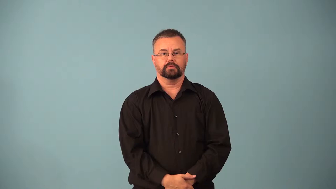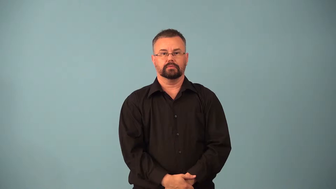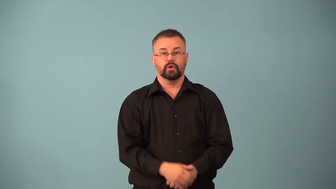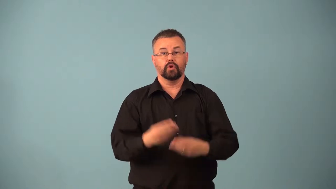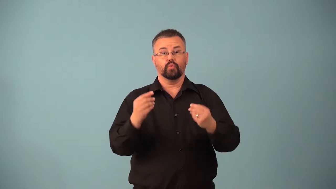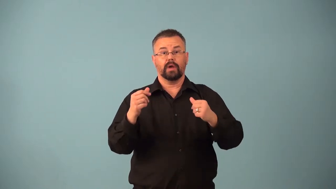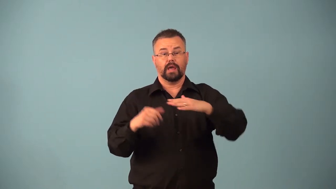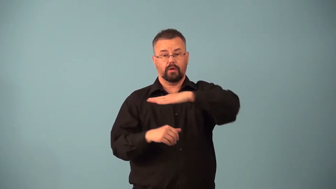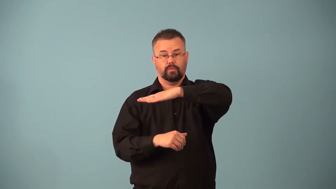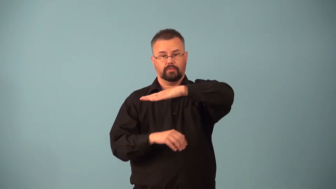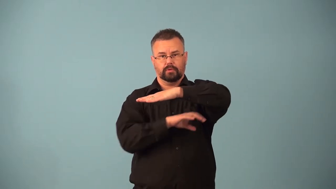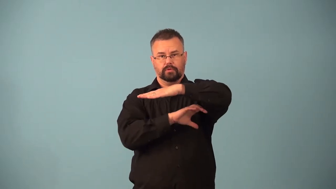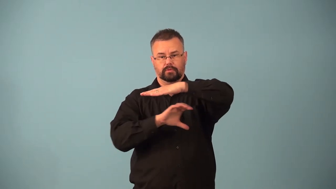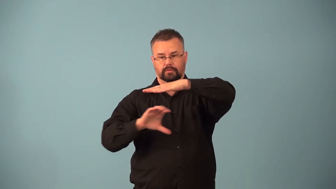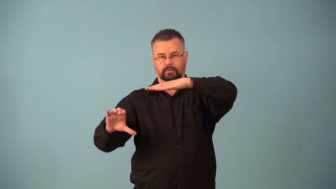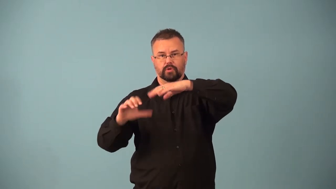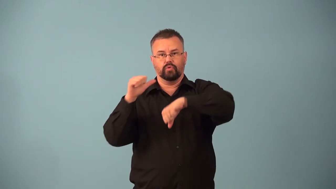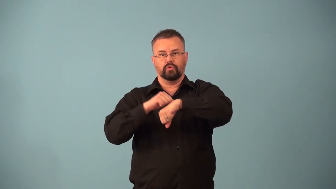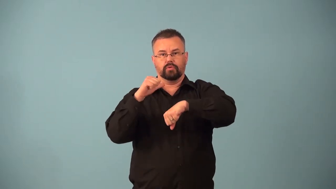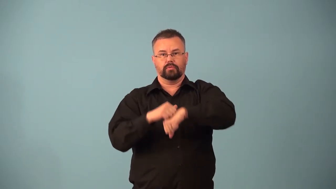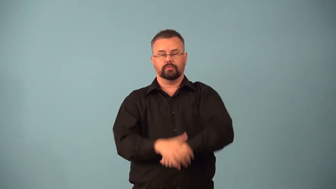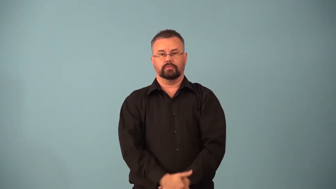bedrock,bed